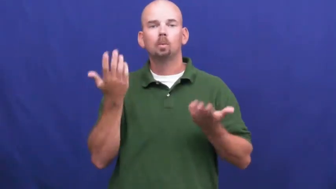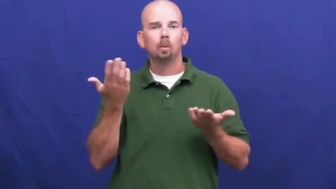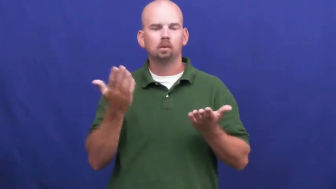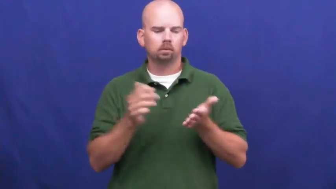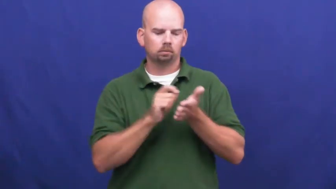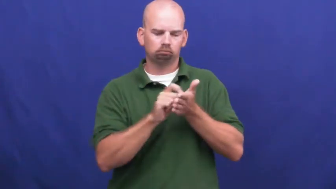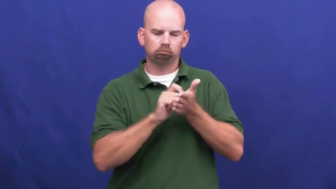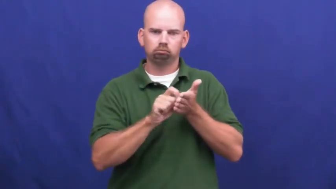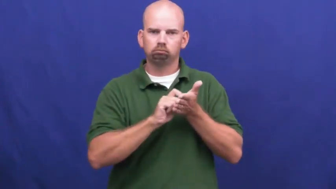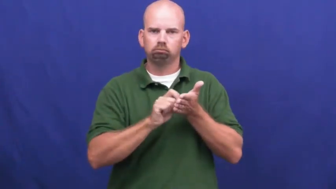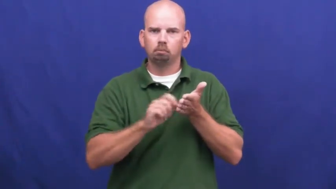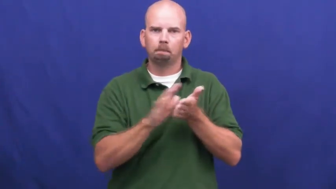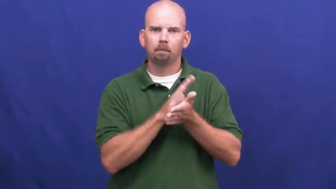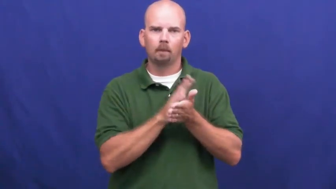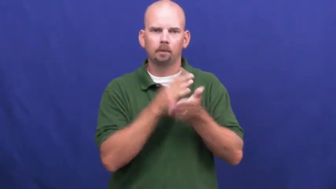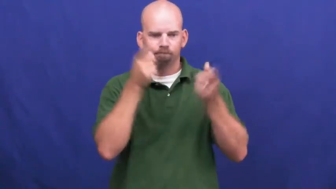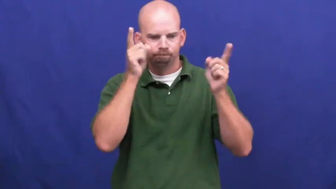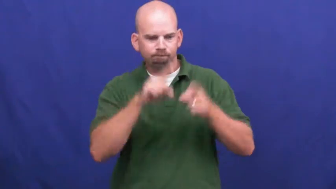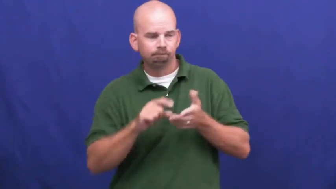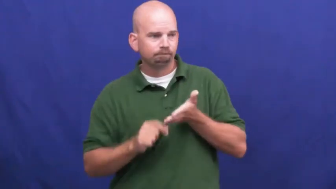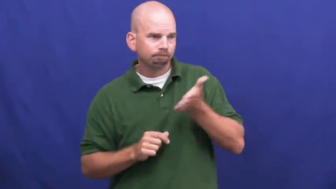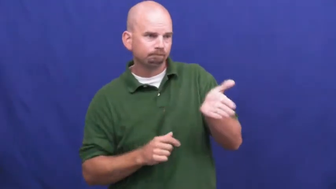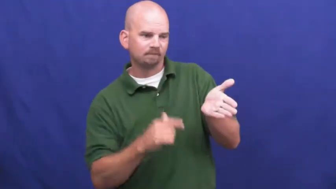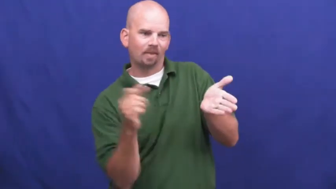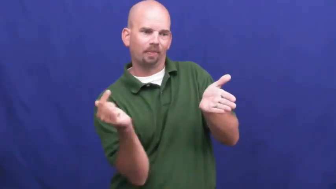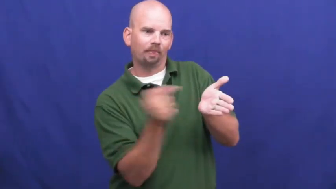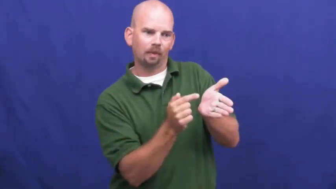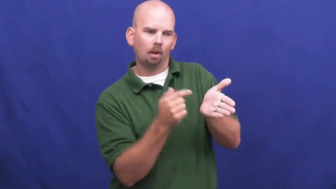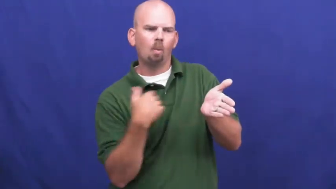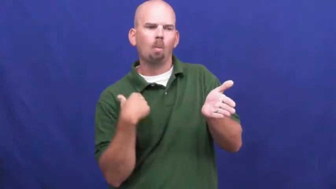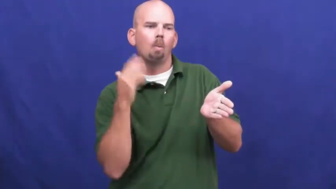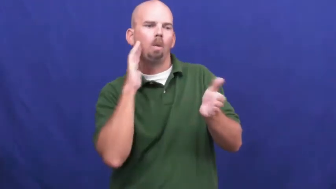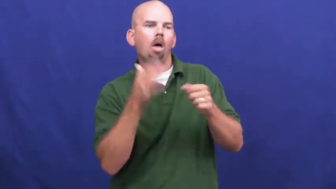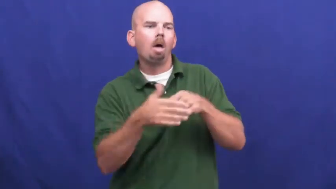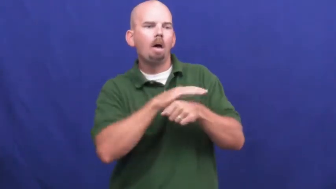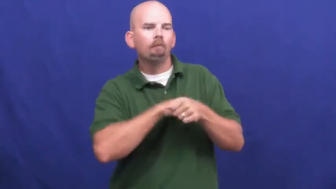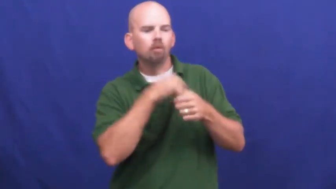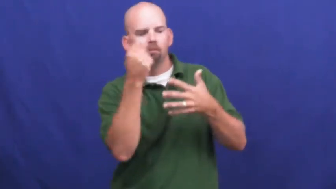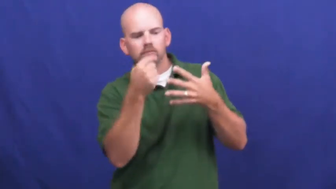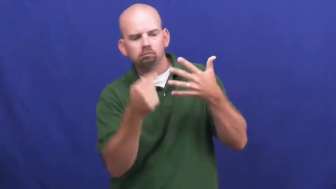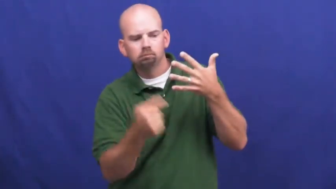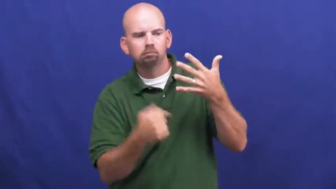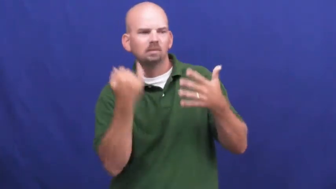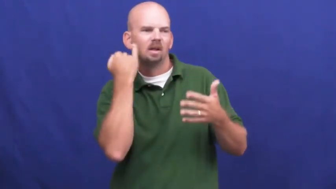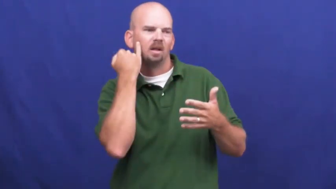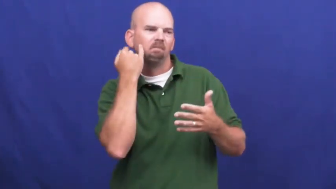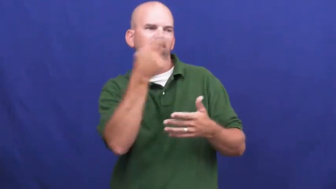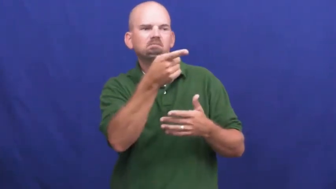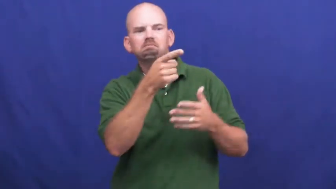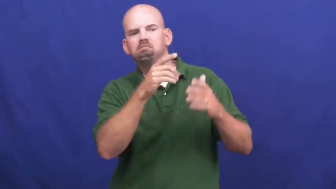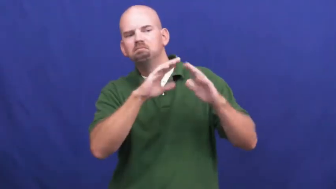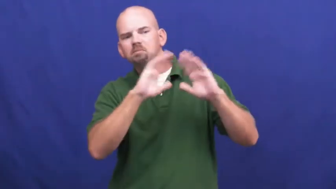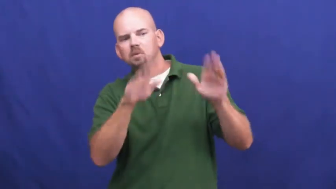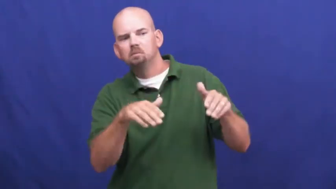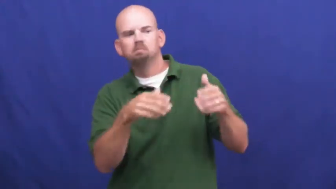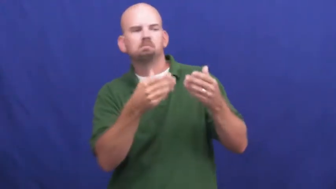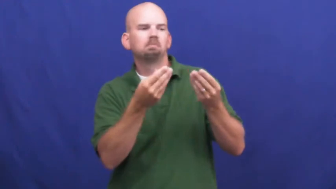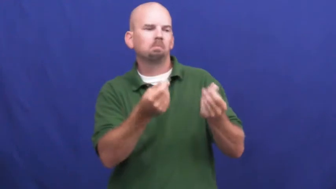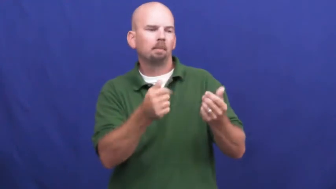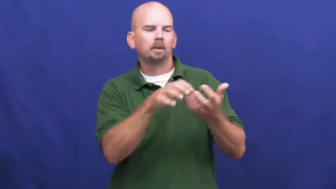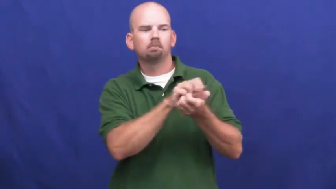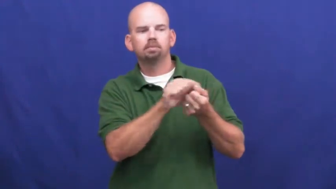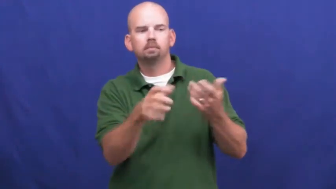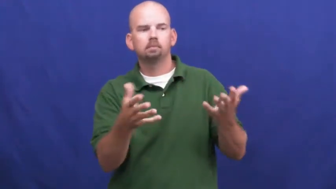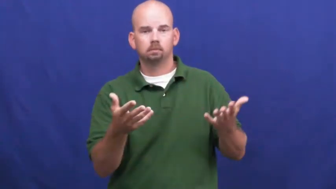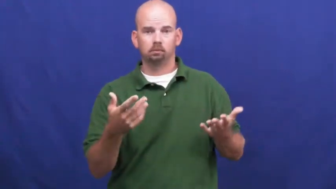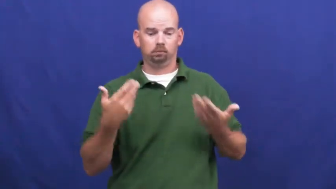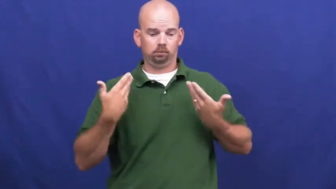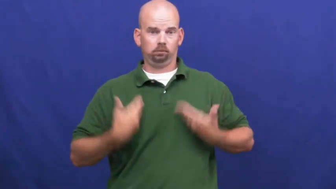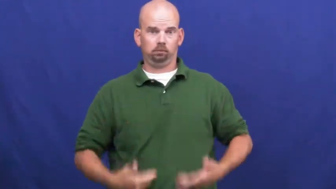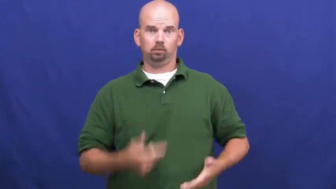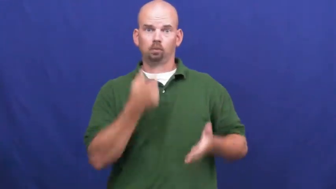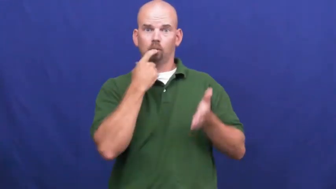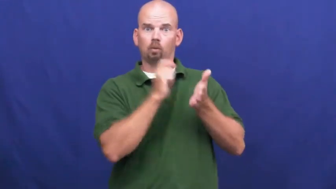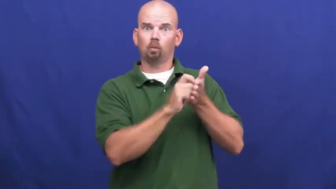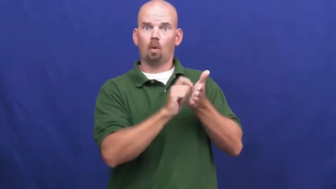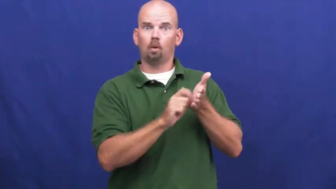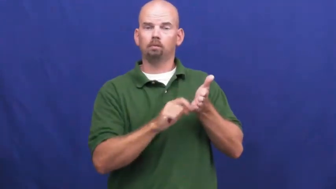underwriter